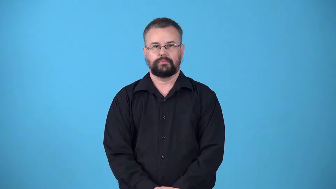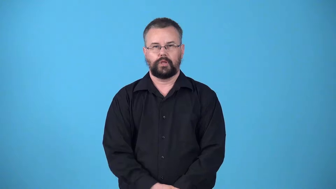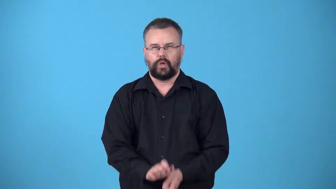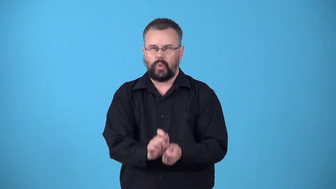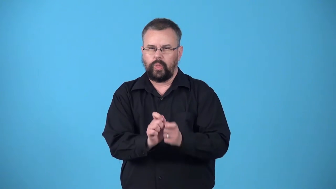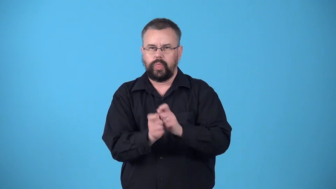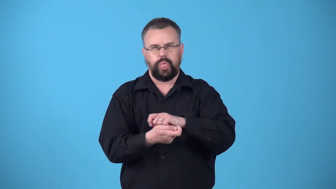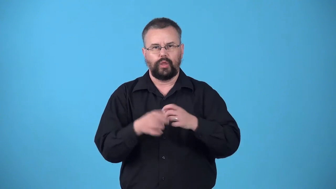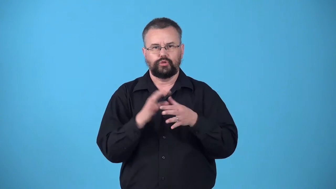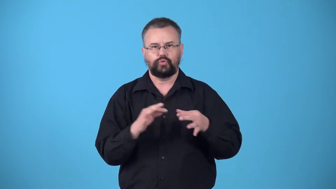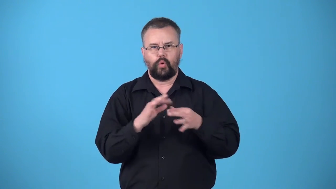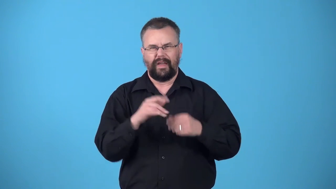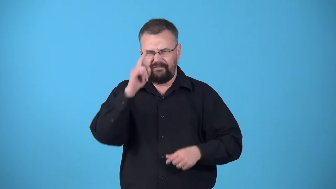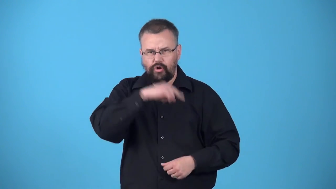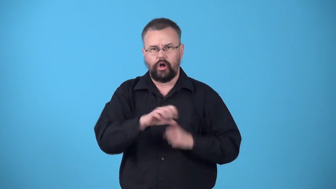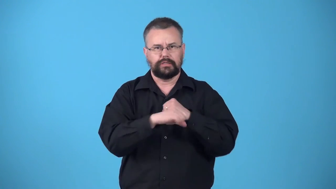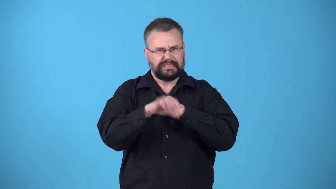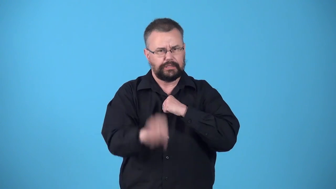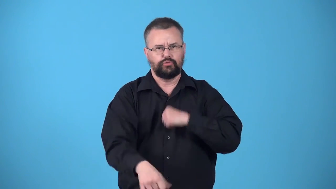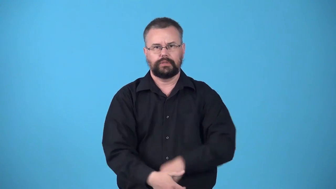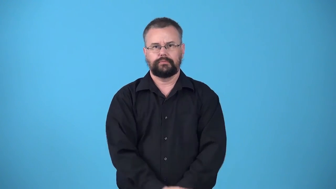warp-make a story false by exaggeration